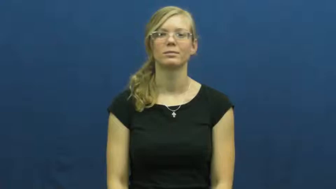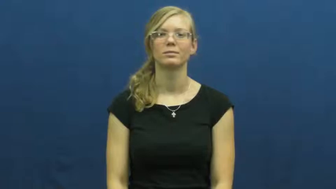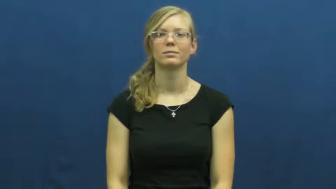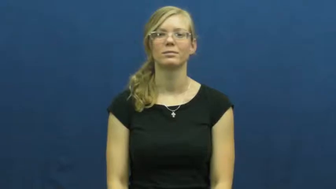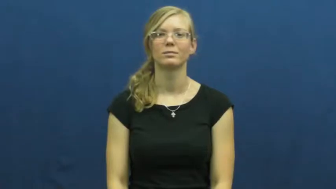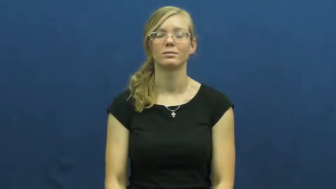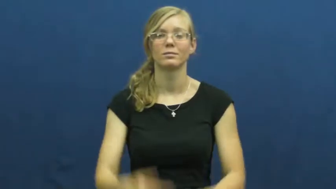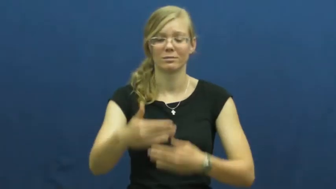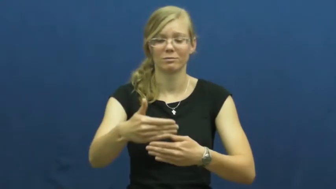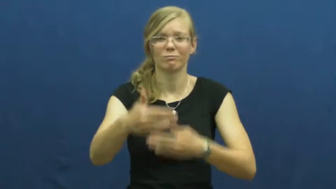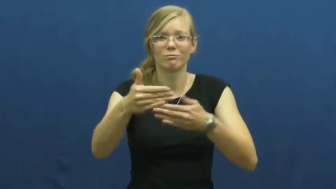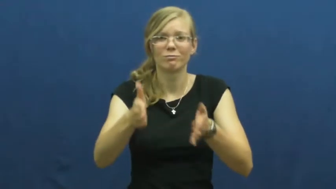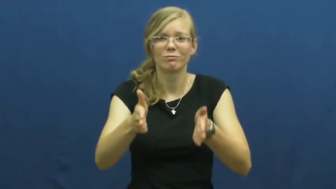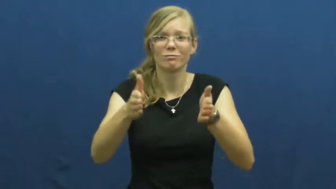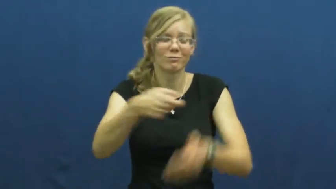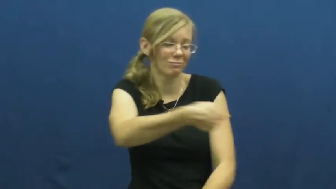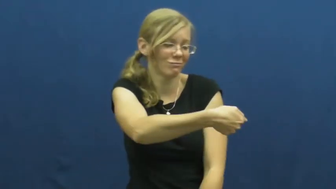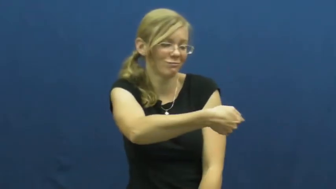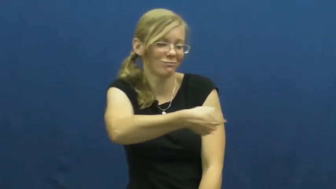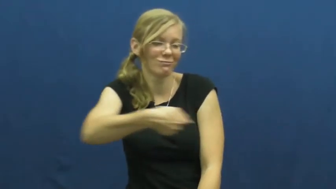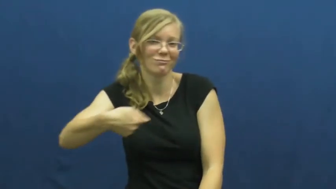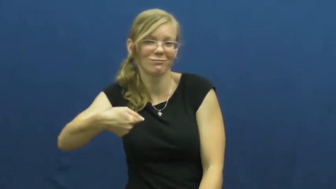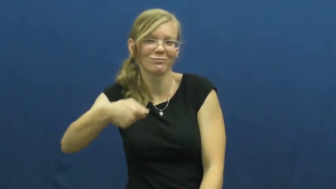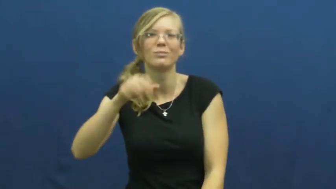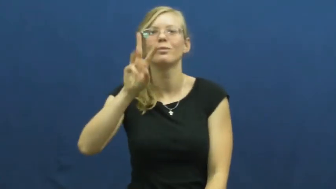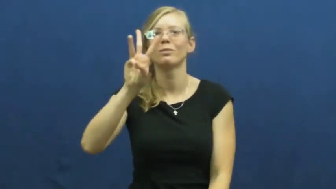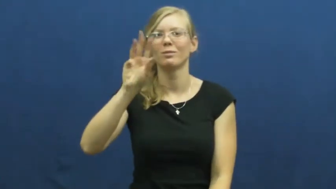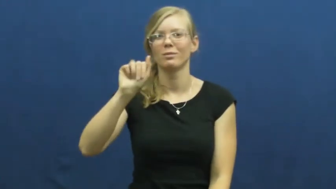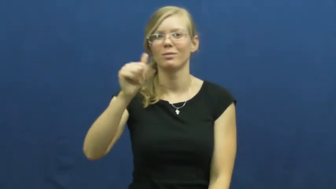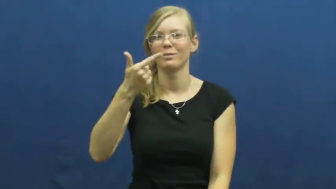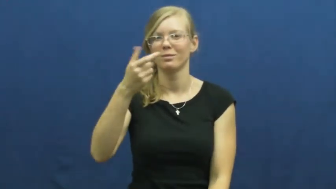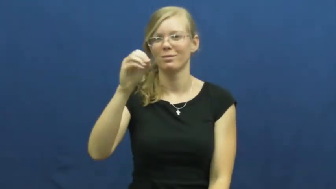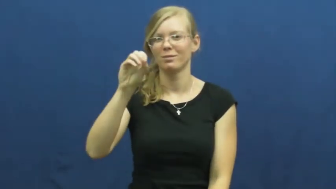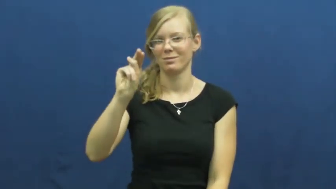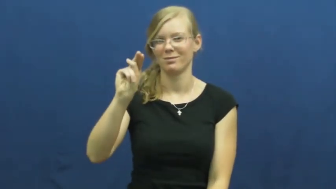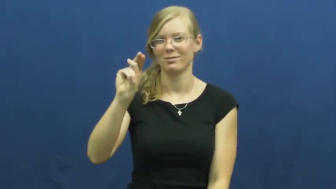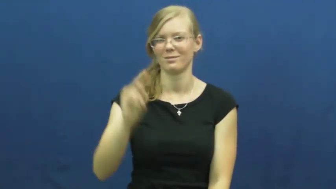wagon-toy